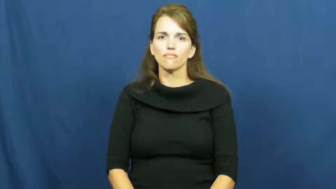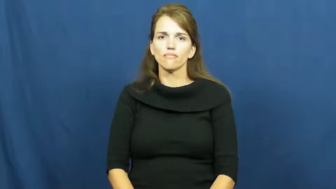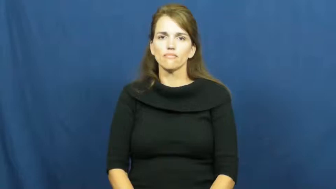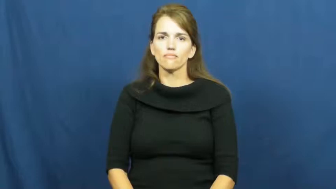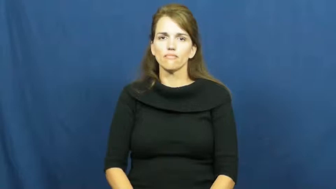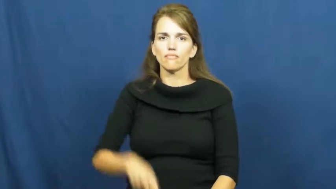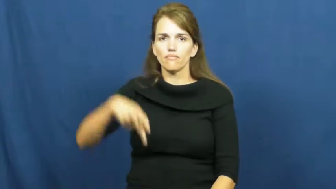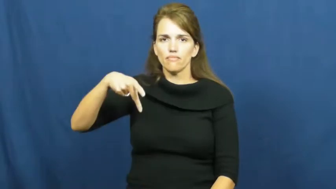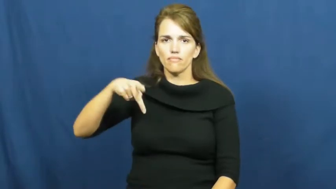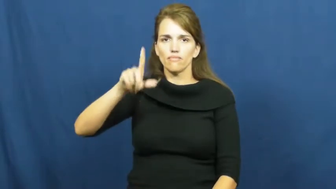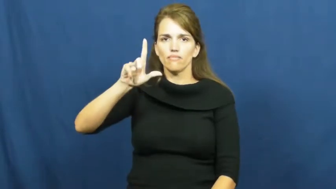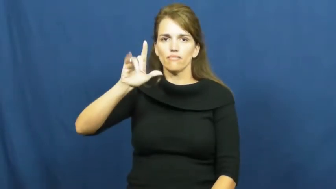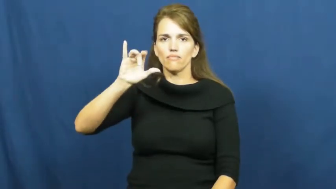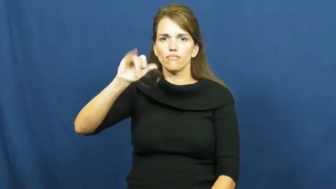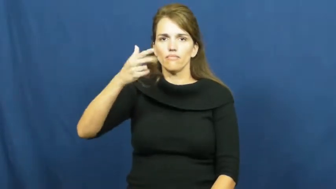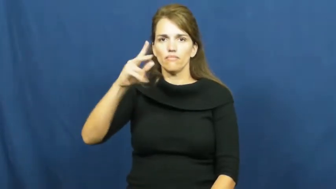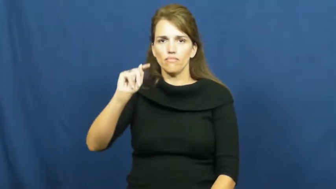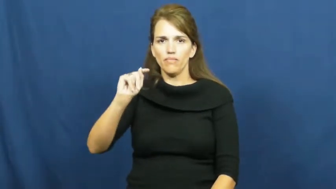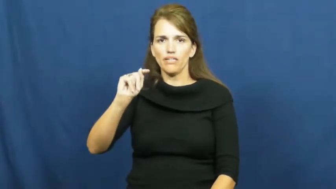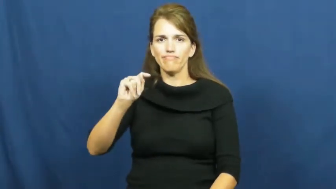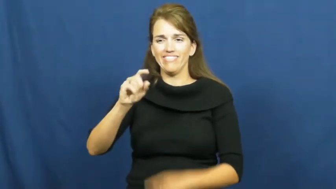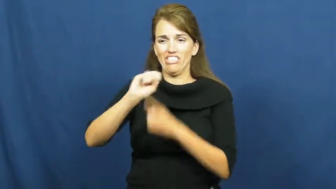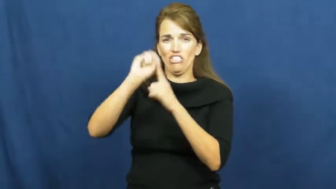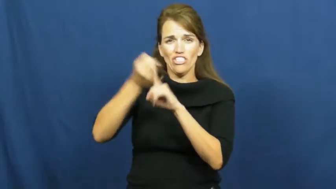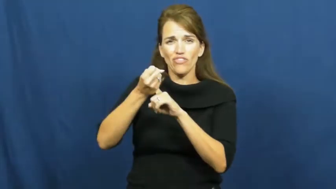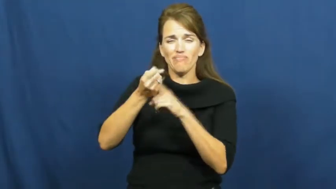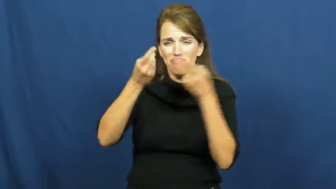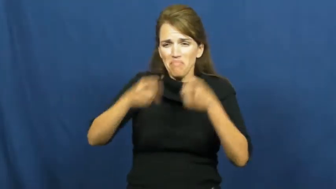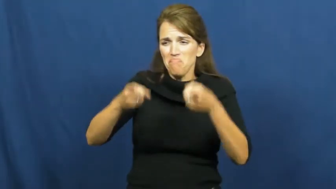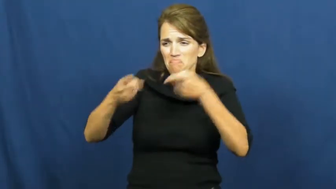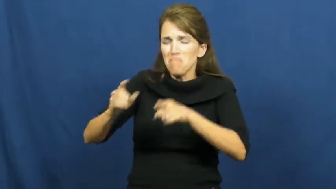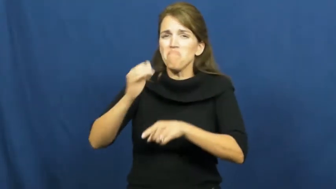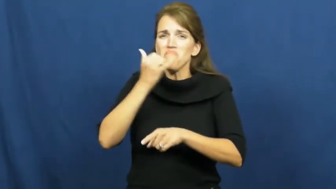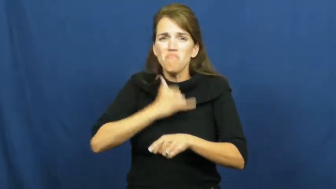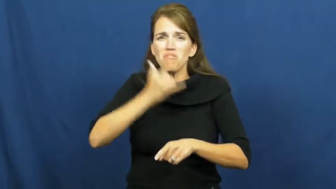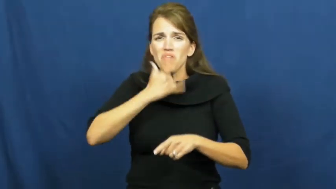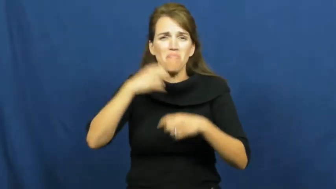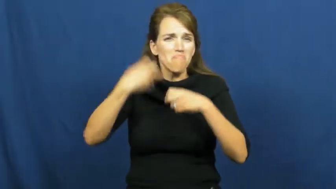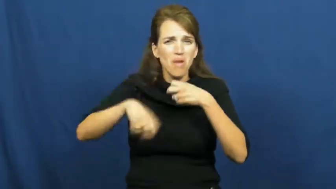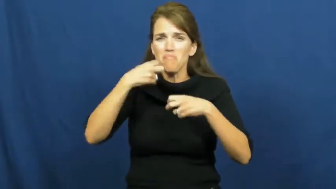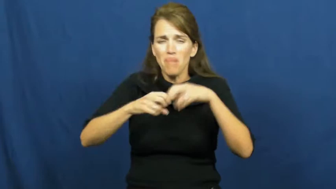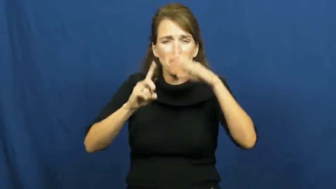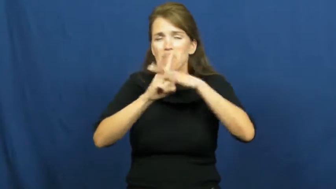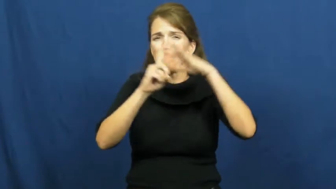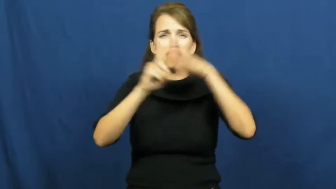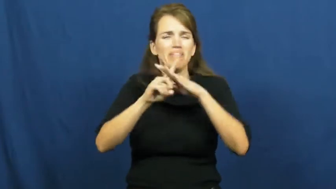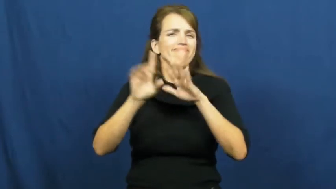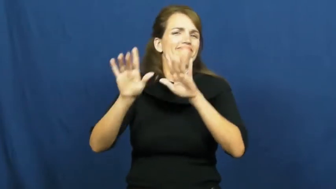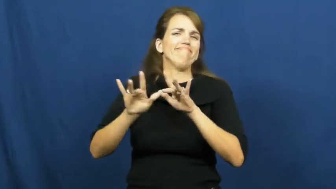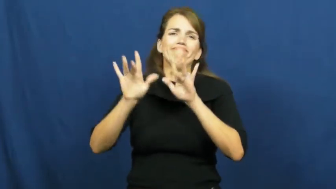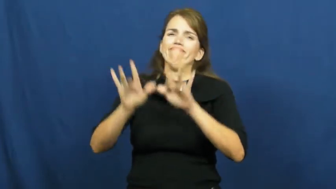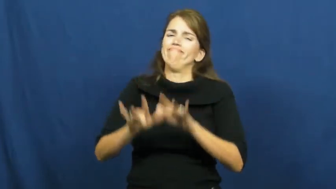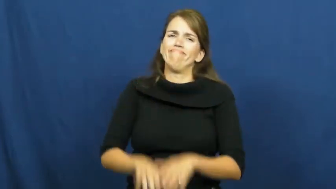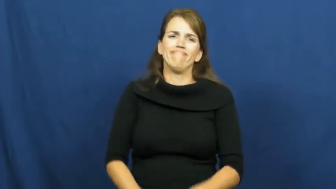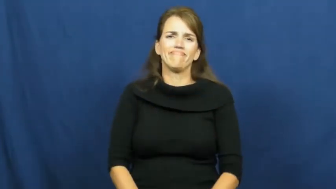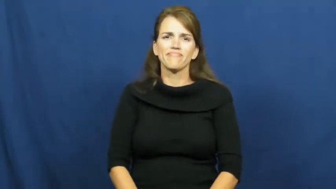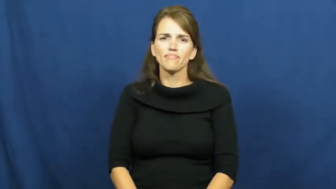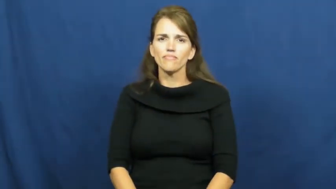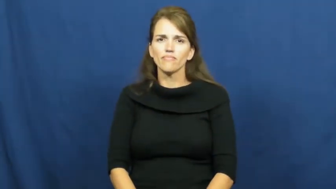plight